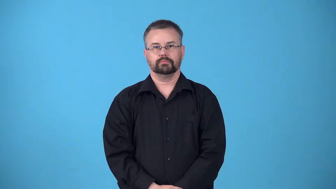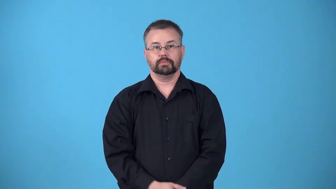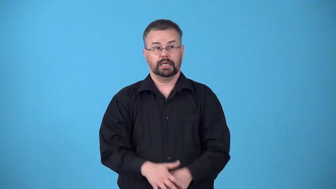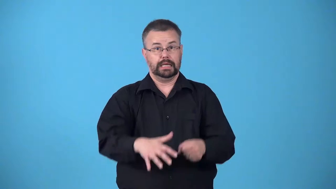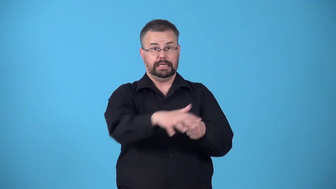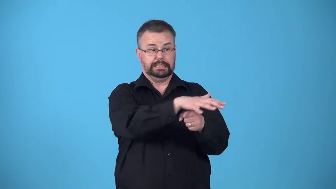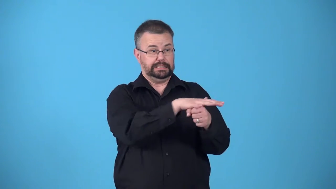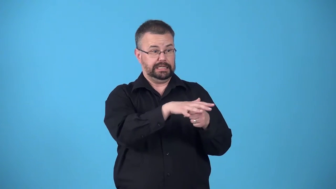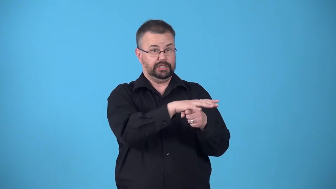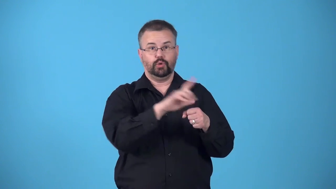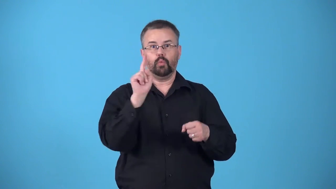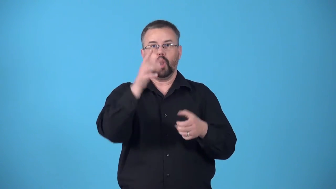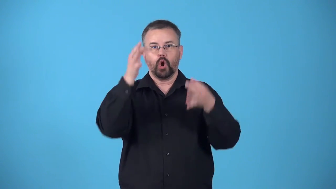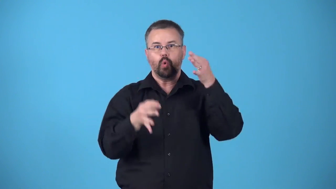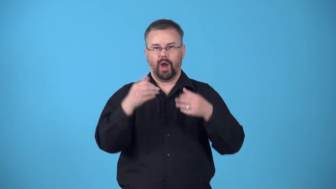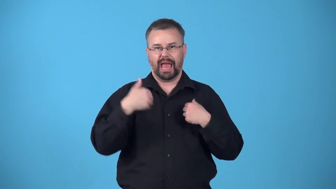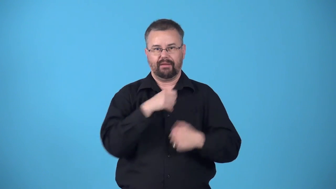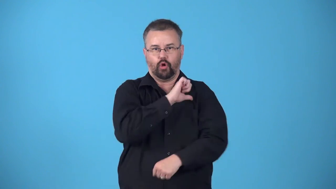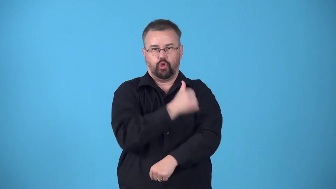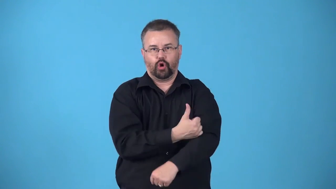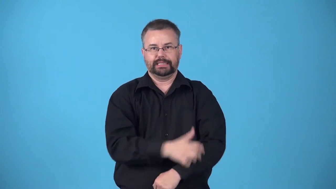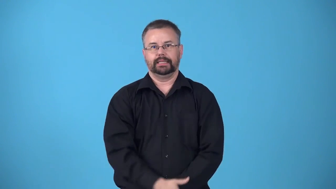bailiwick-the area over which a bailiff has jurisdiction